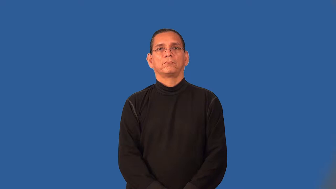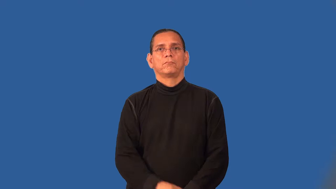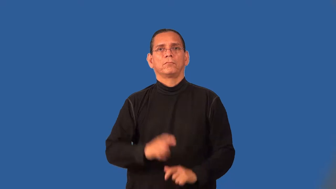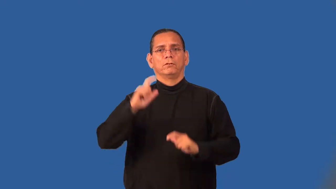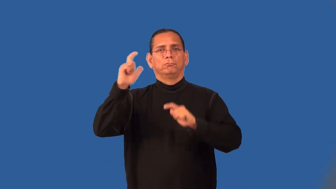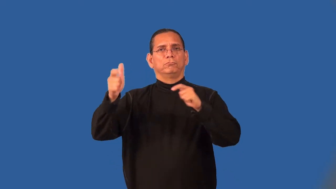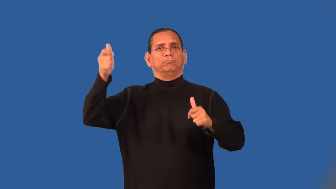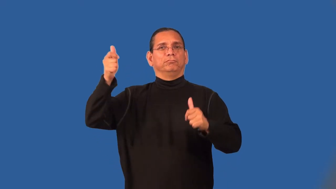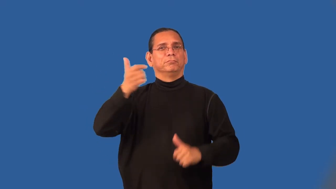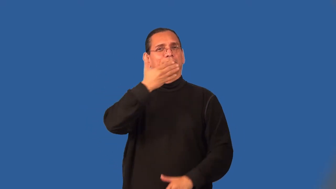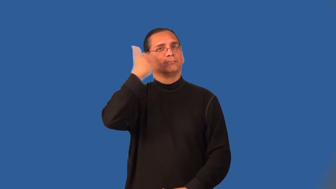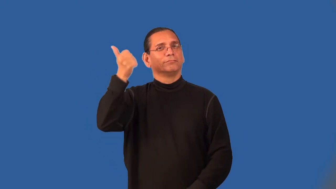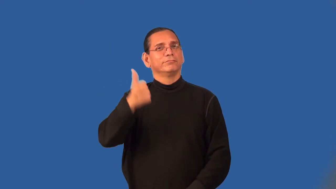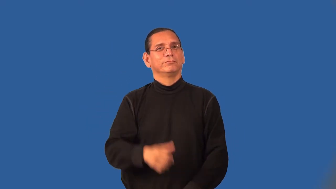super